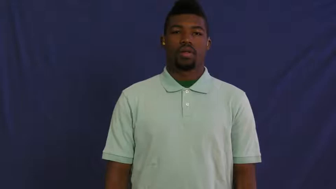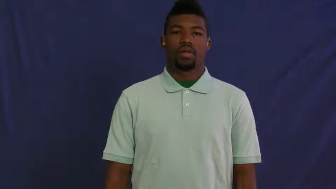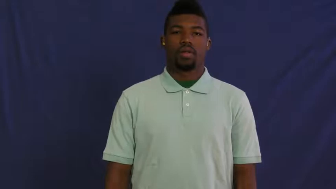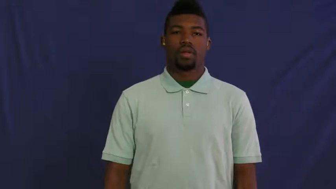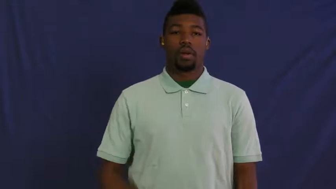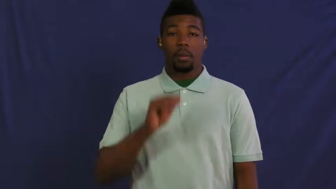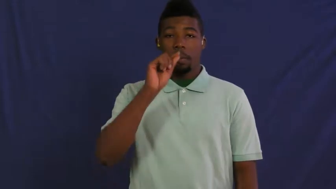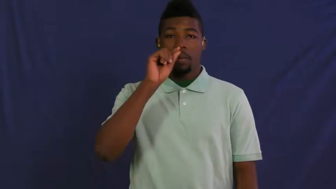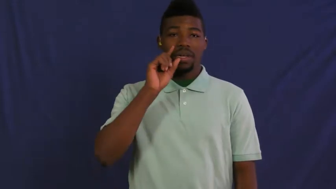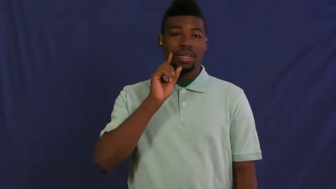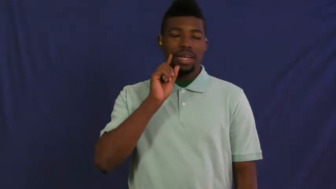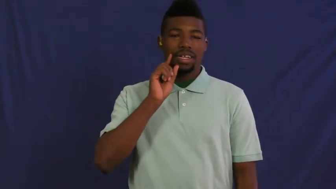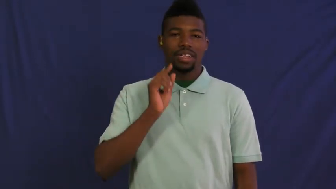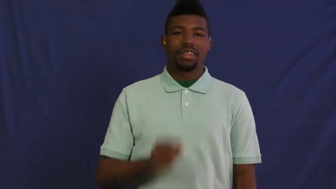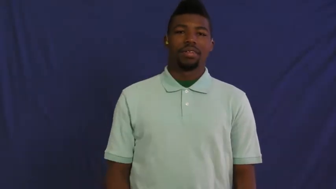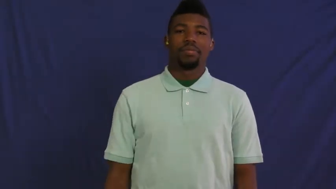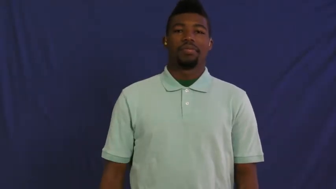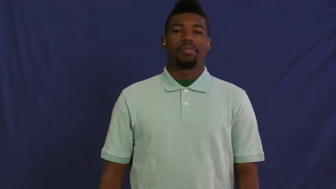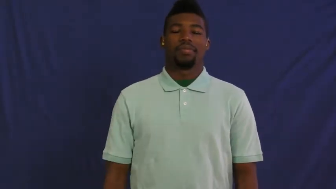hungary